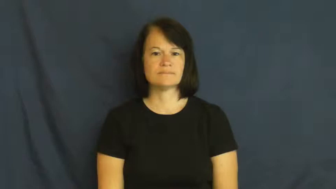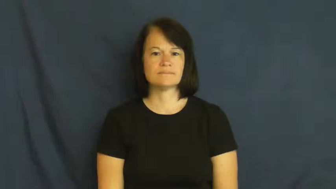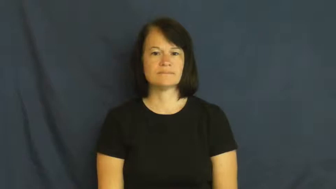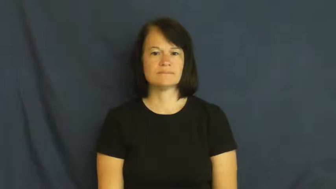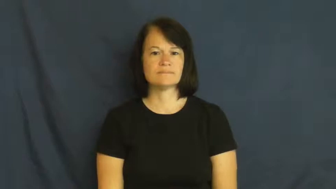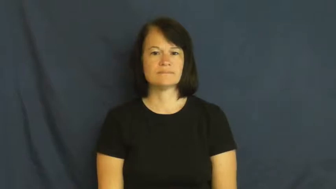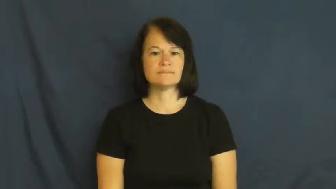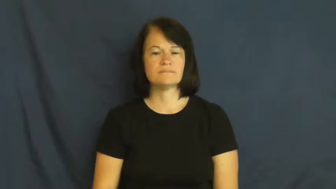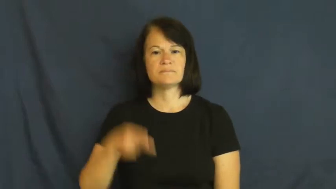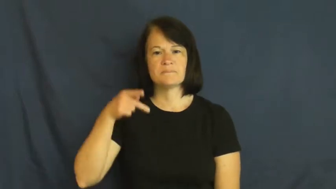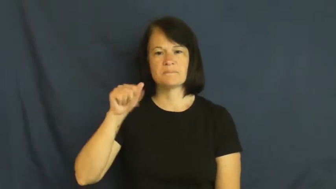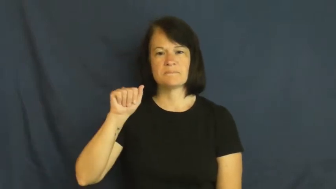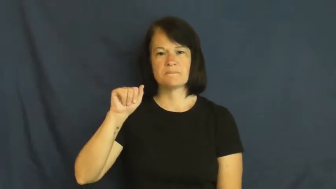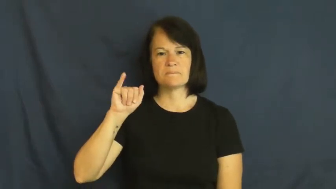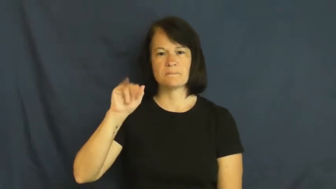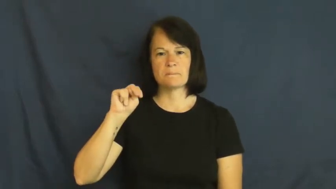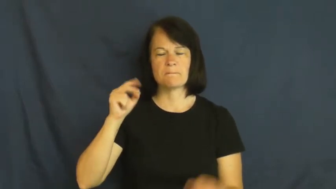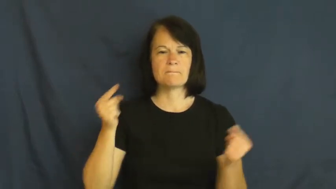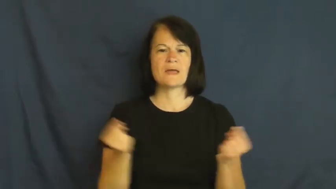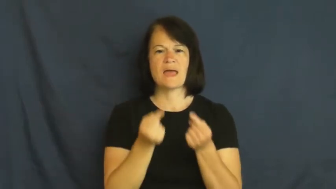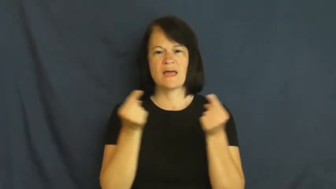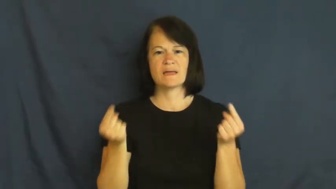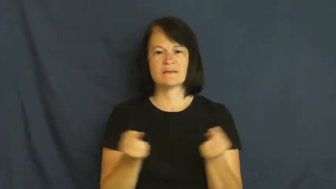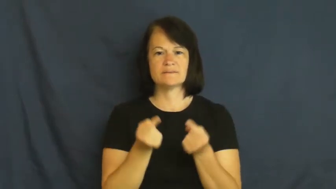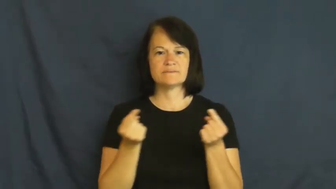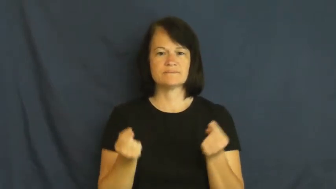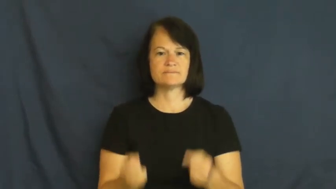pain